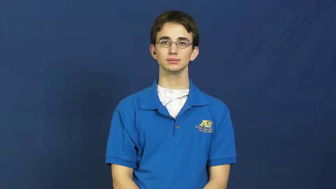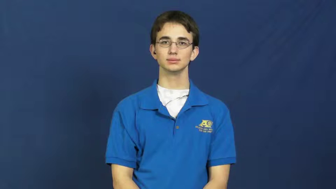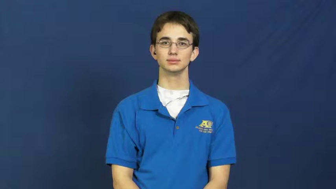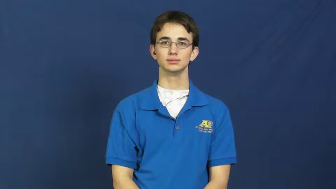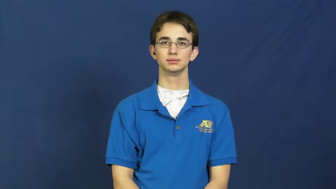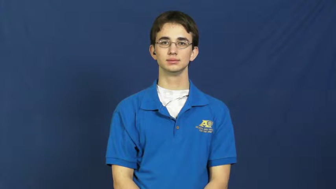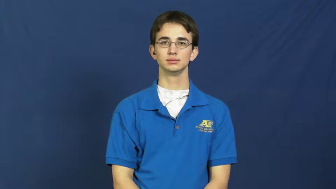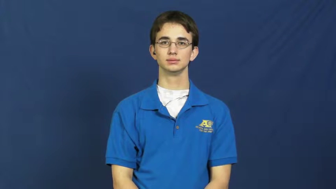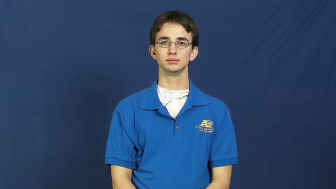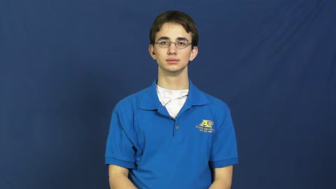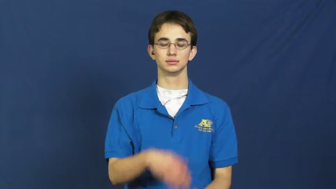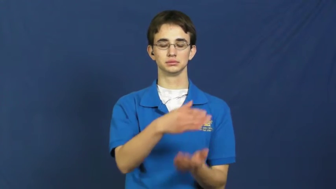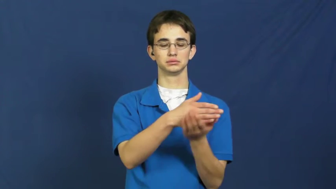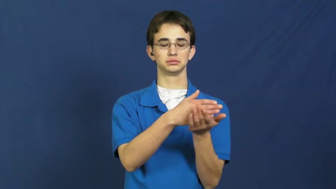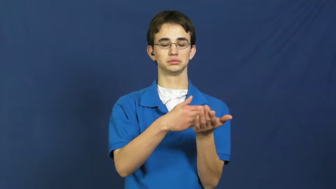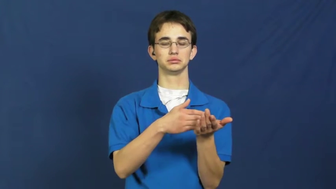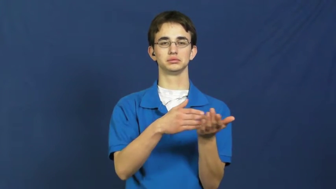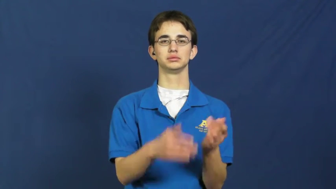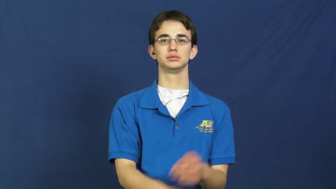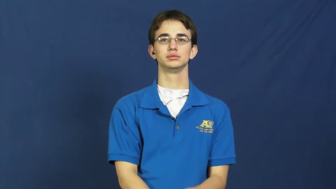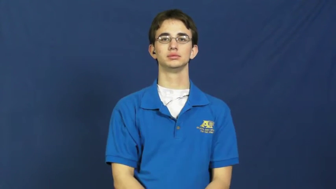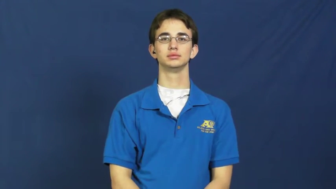excerpt